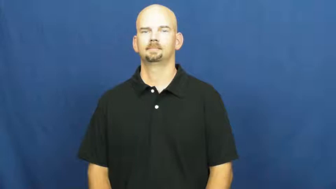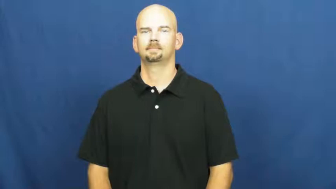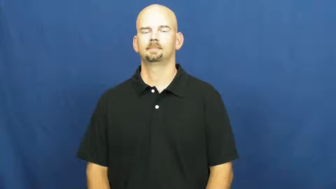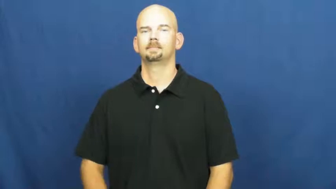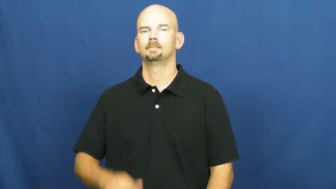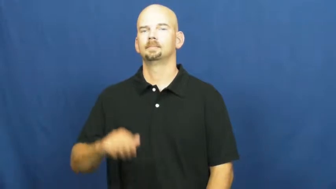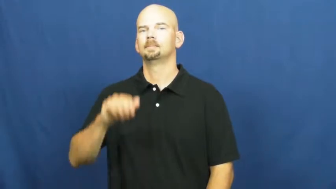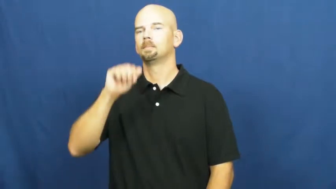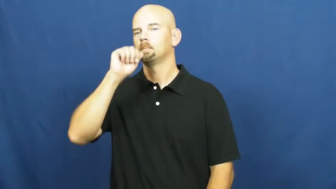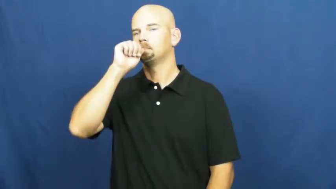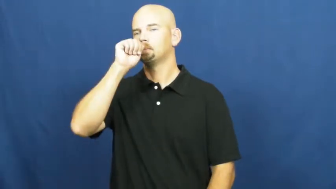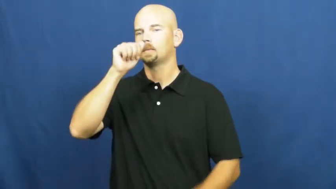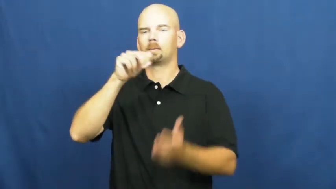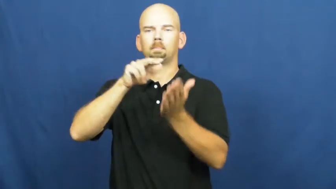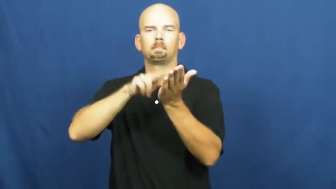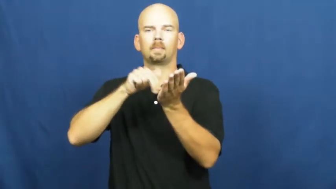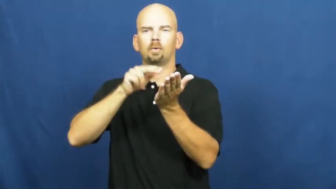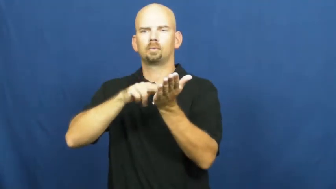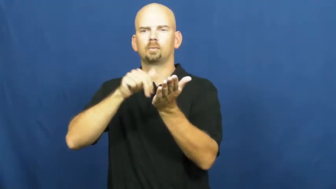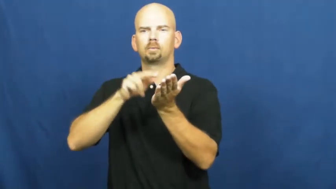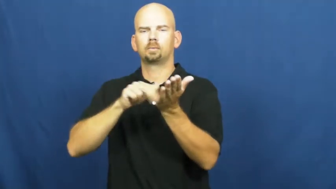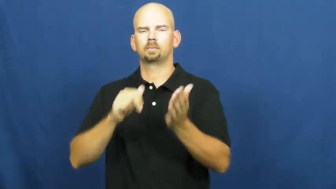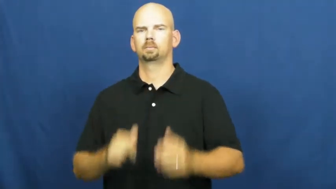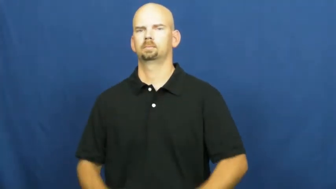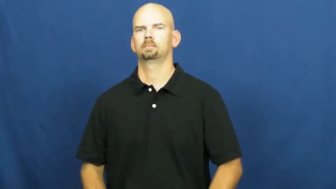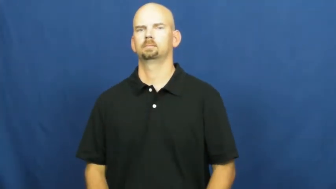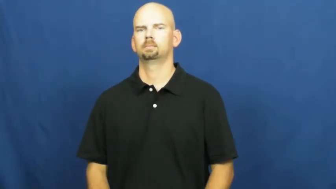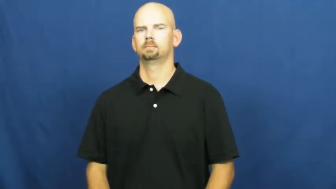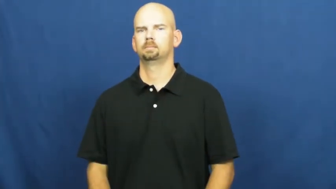peanut butter